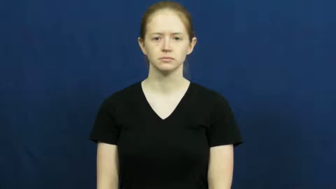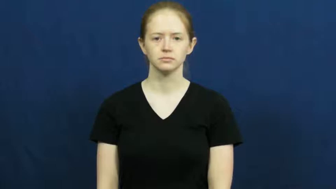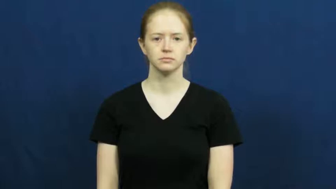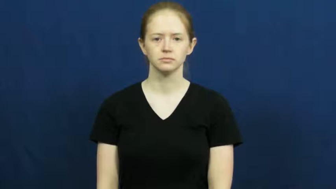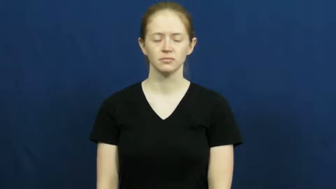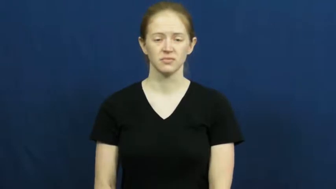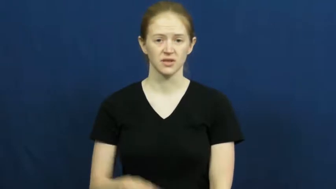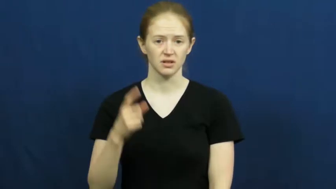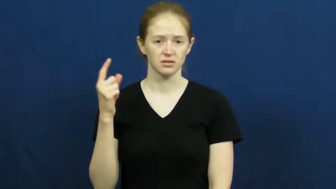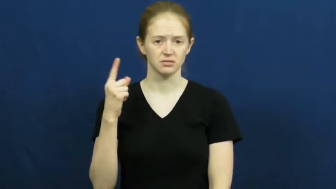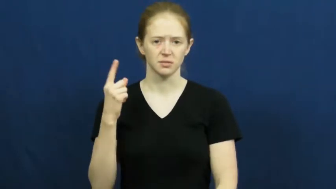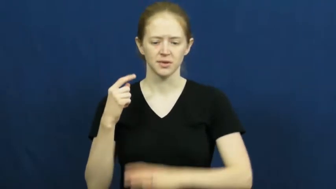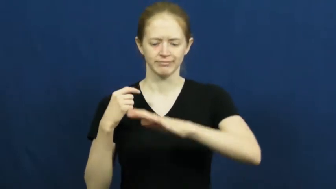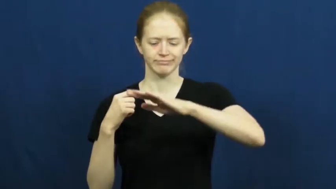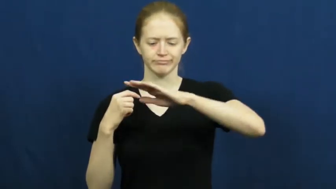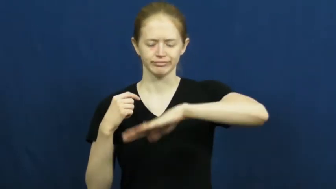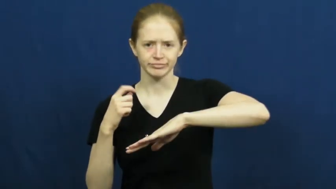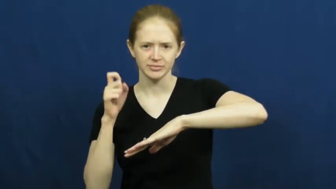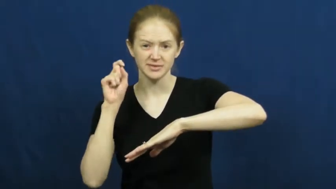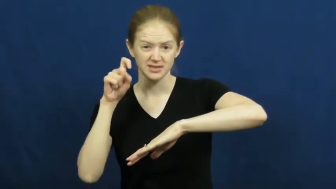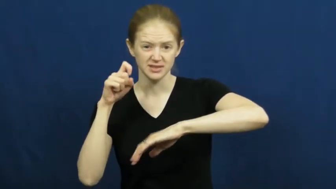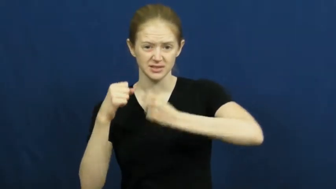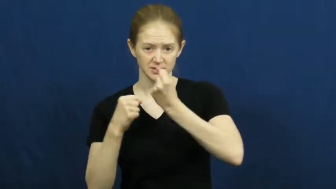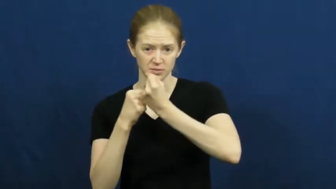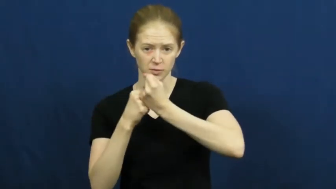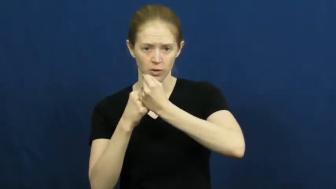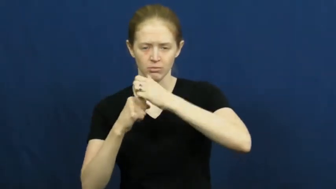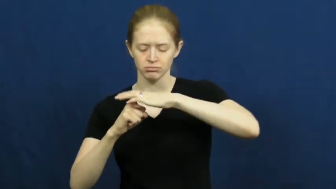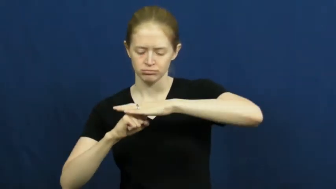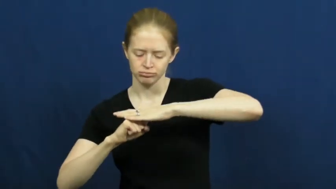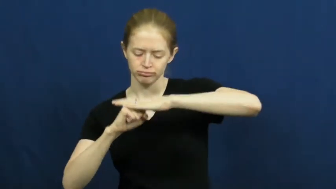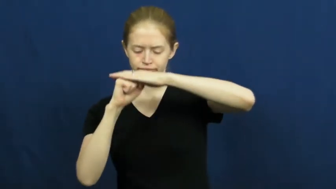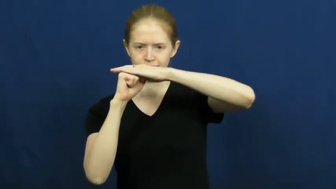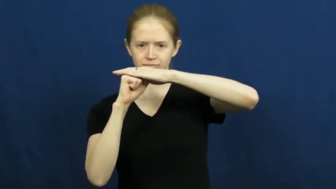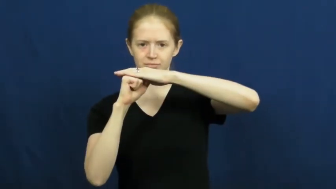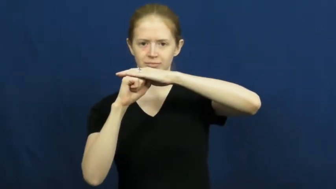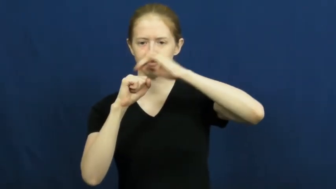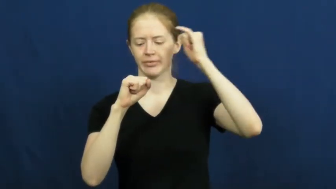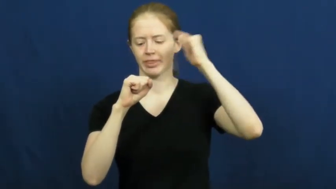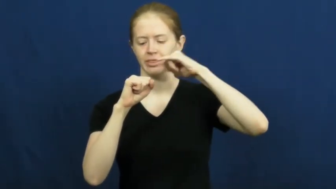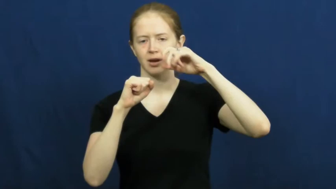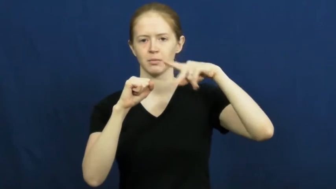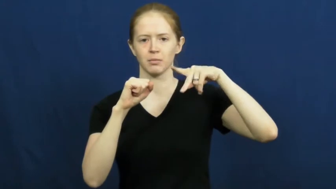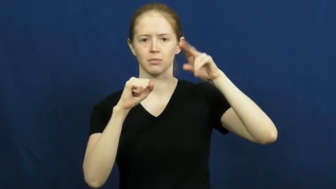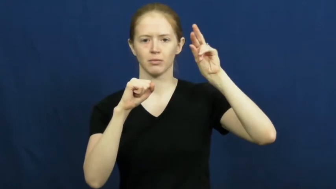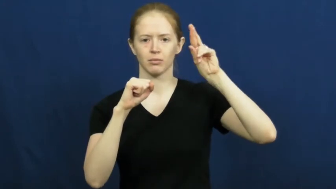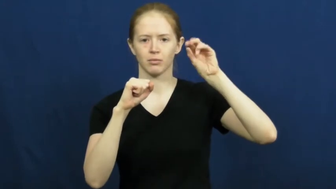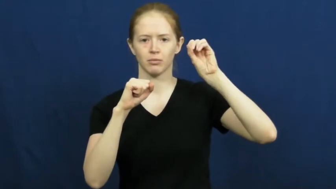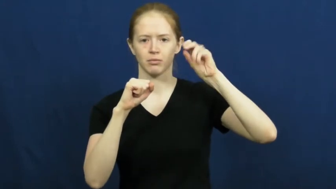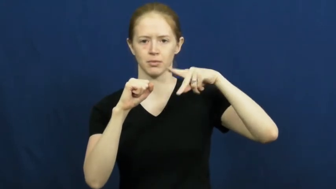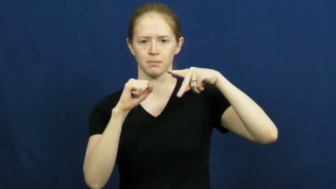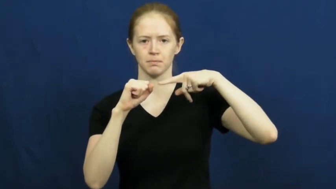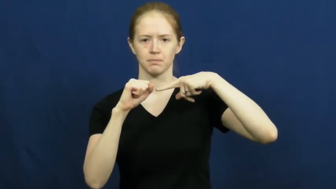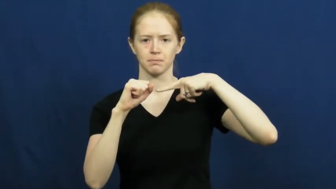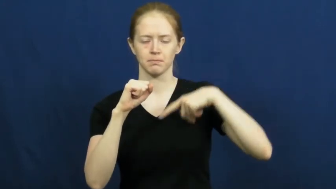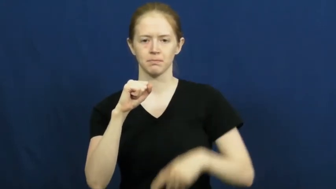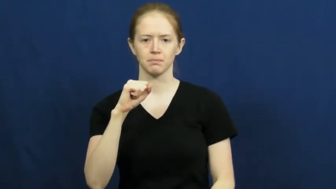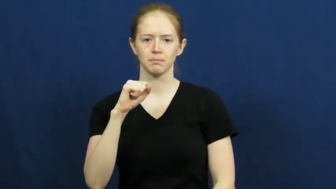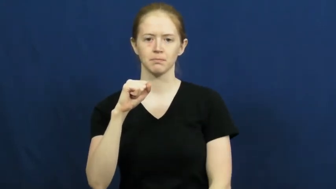prop,prop up-support